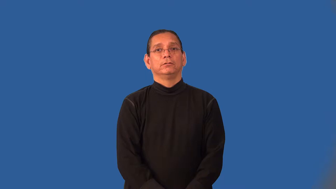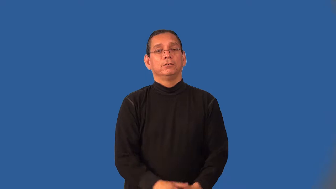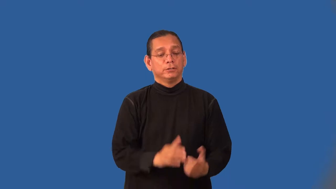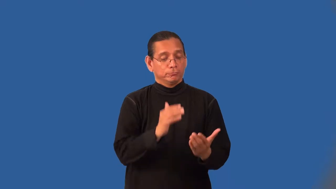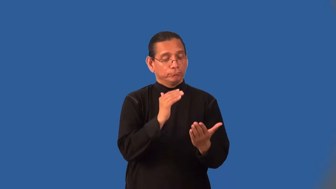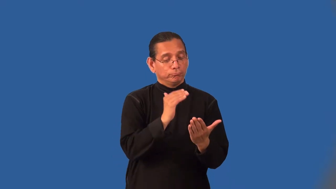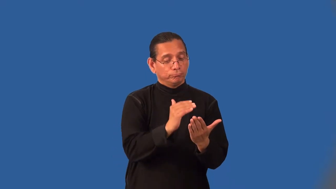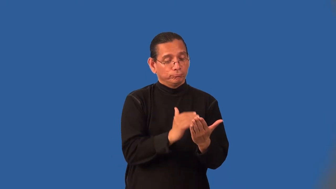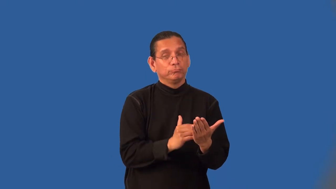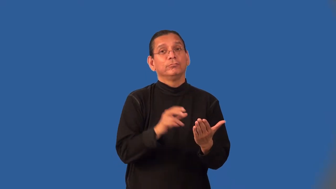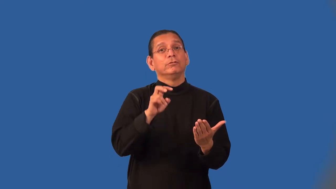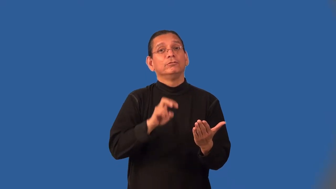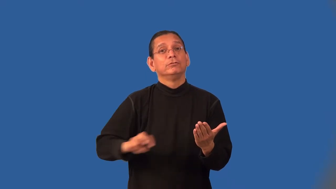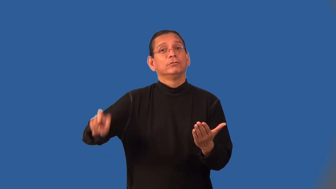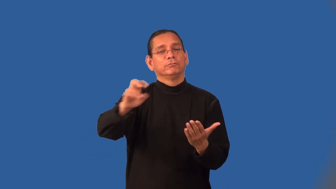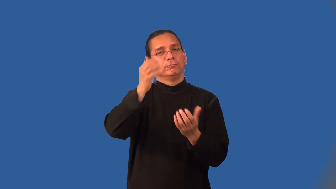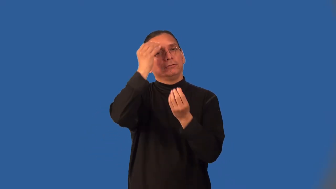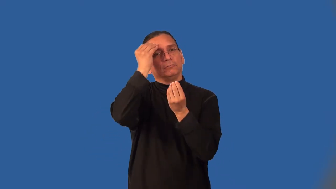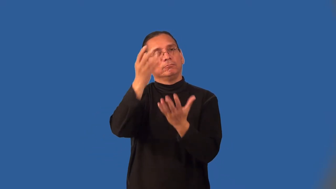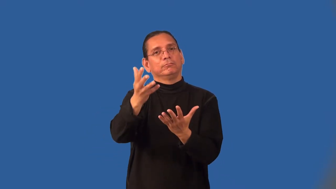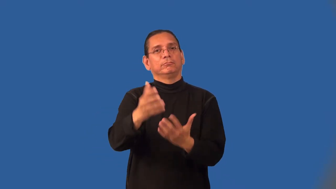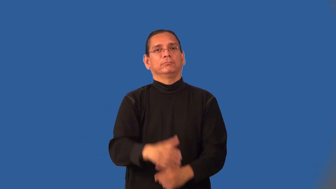itinerary